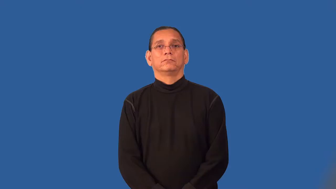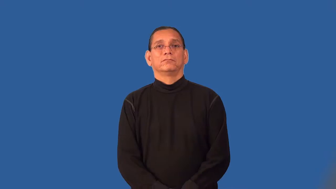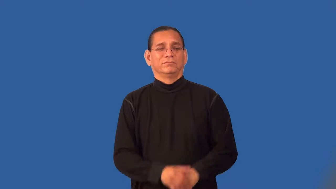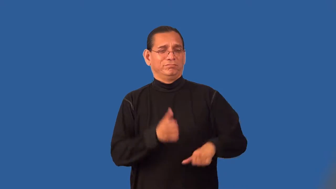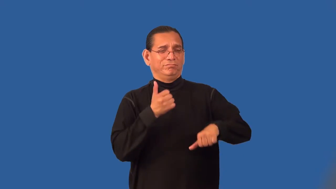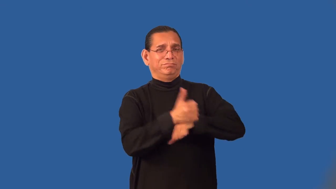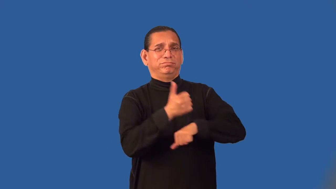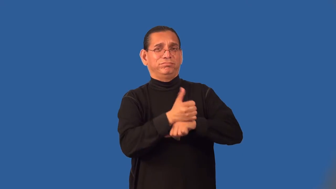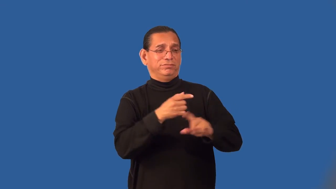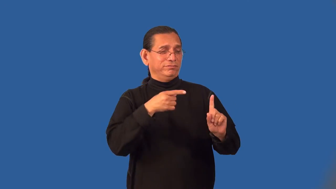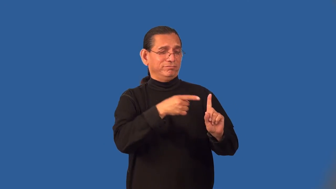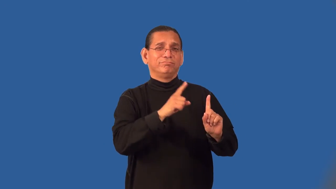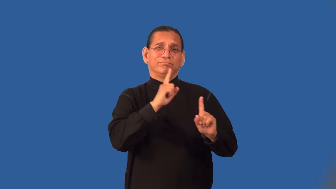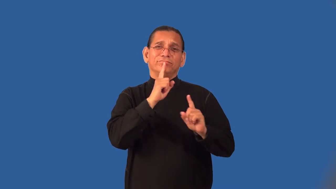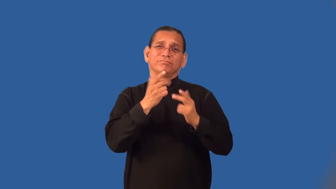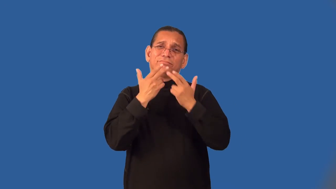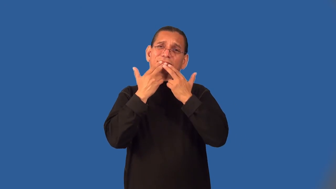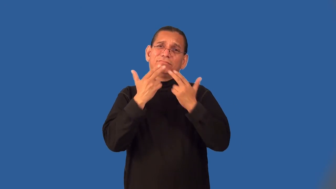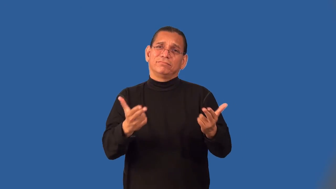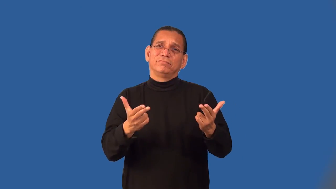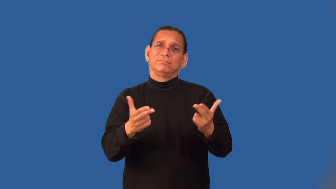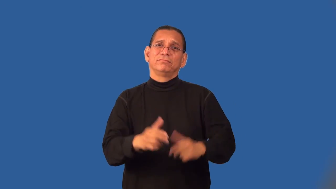patsy,mug